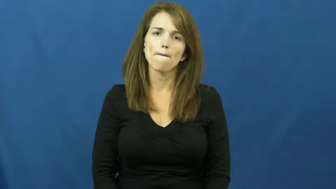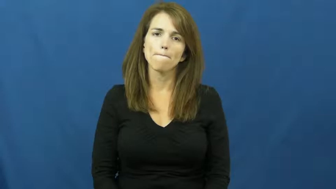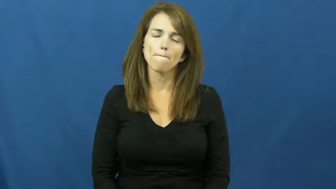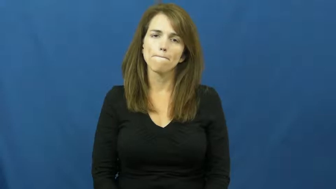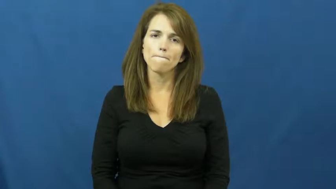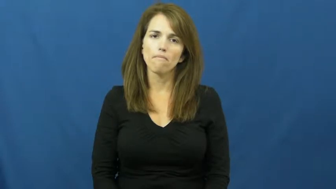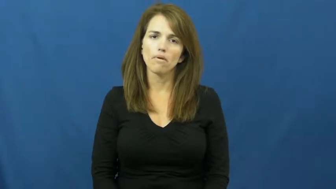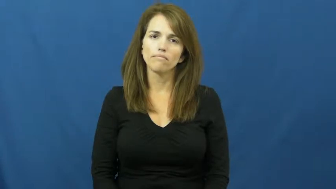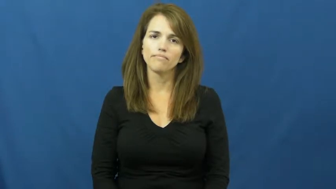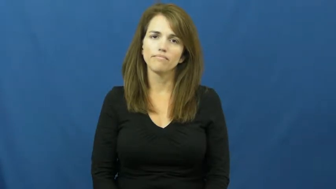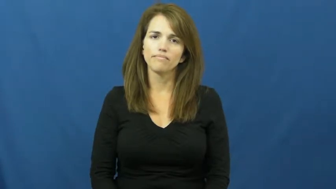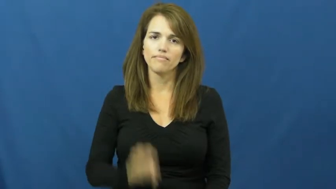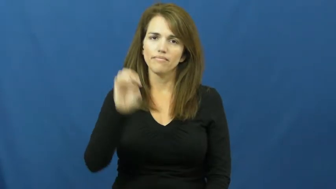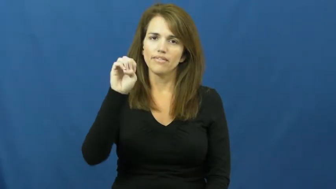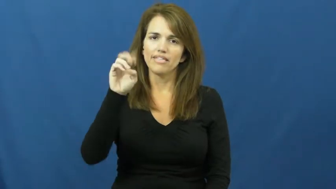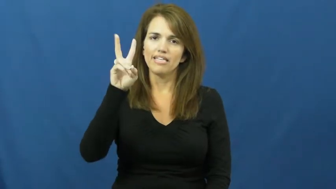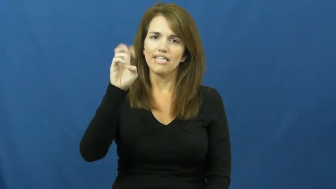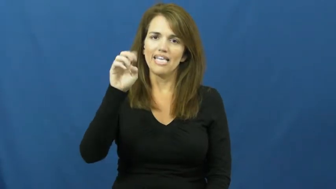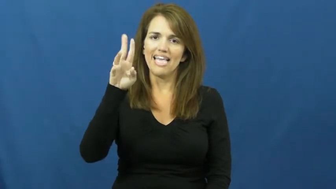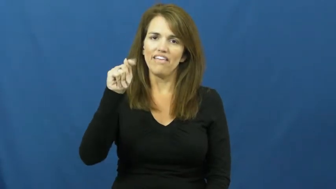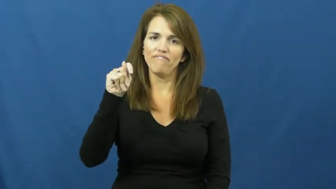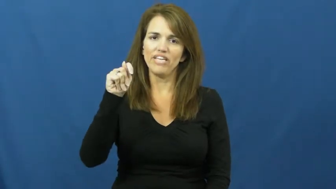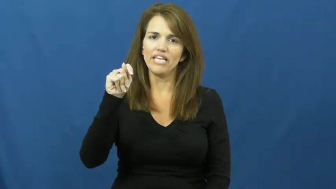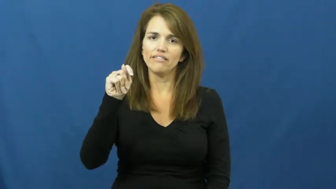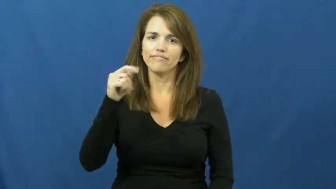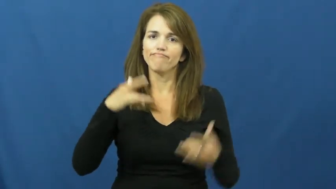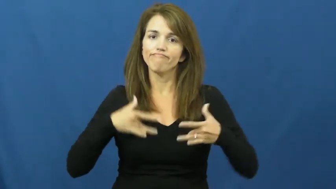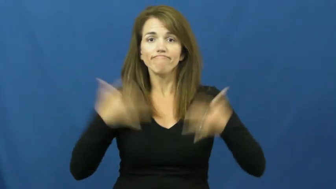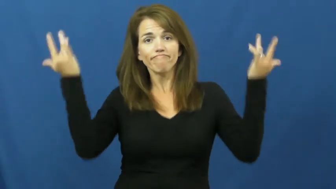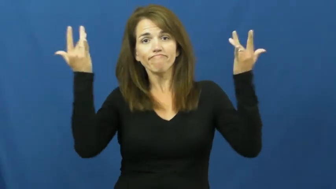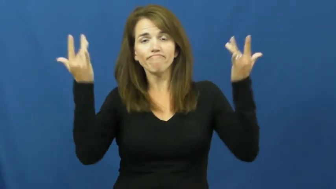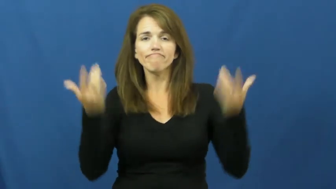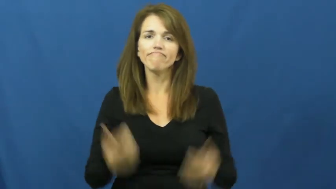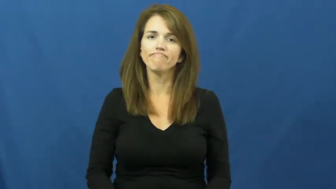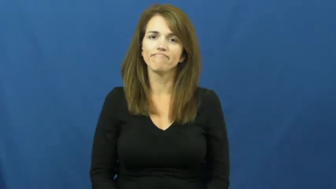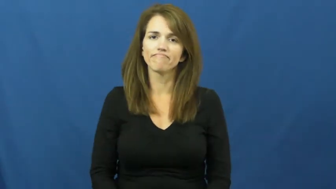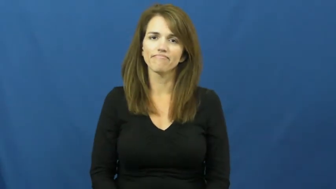event